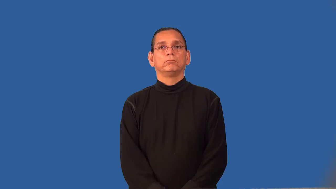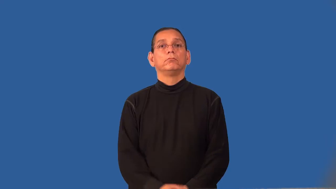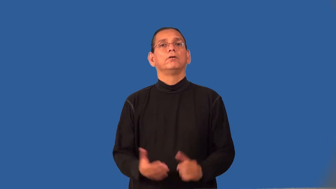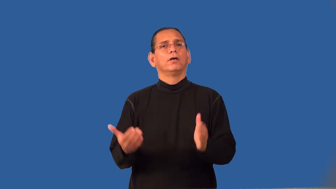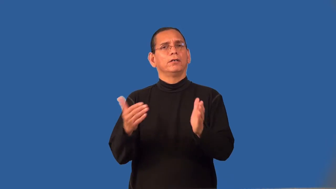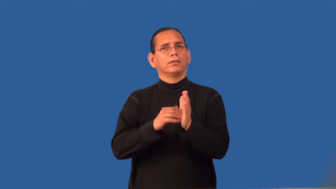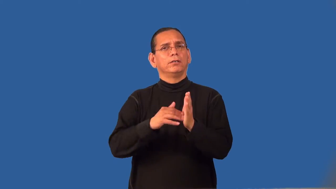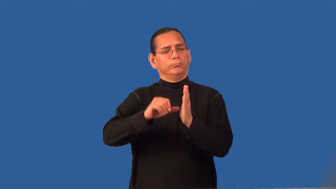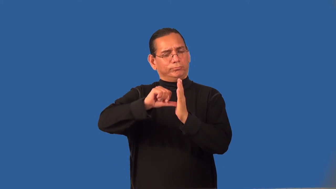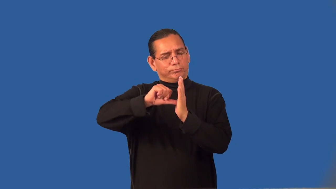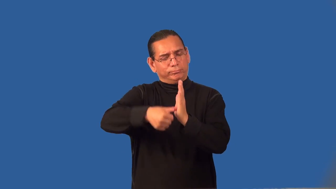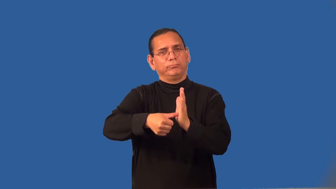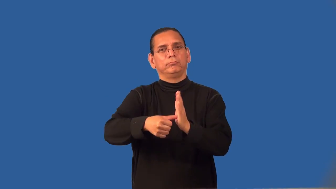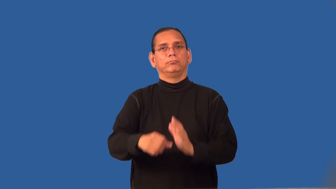reiterate